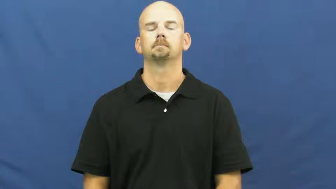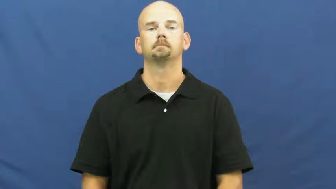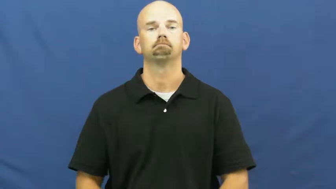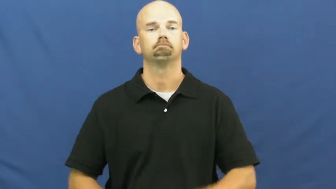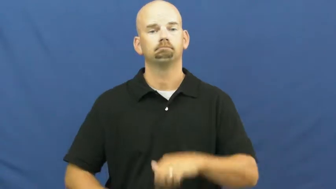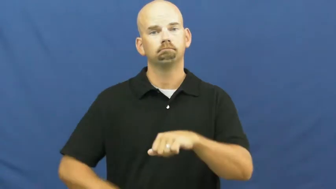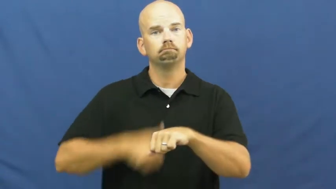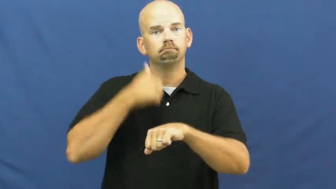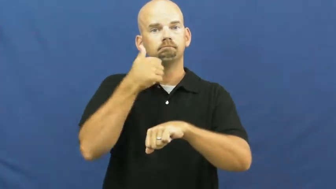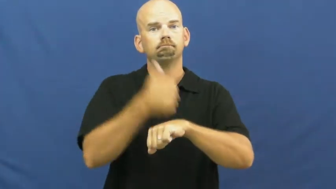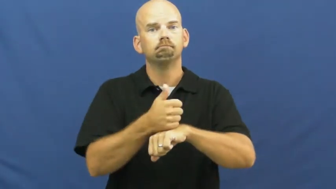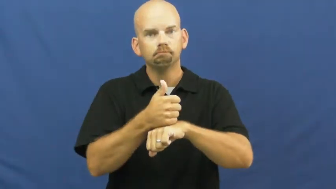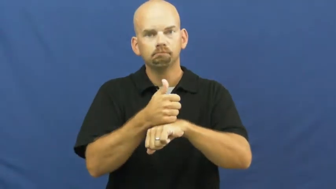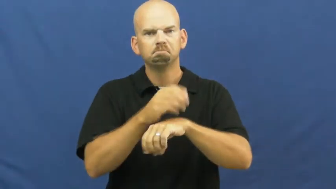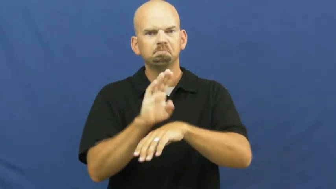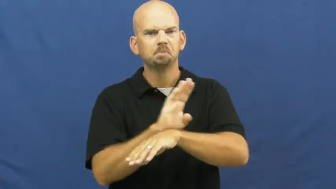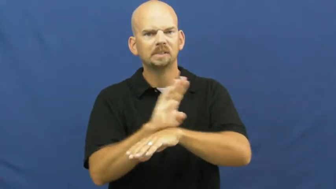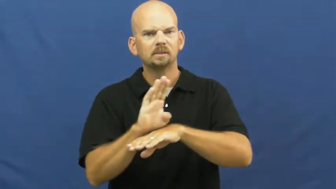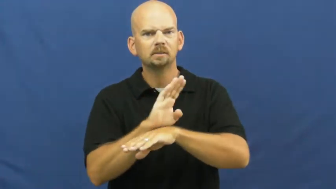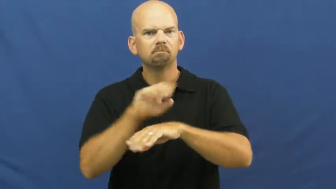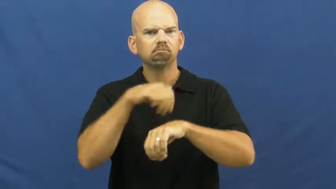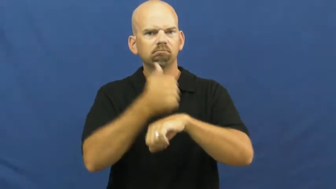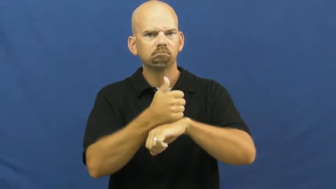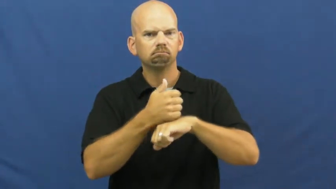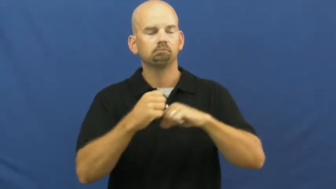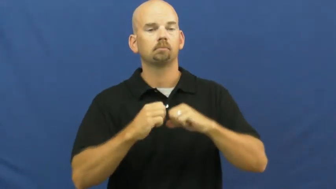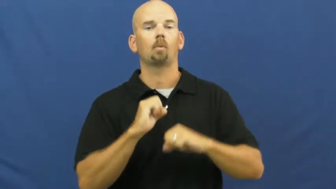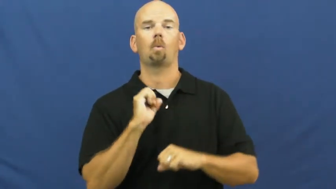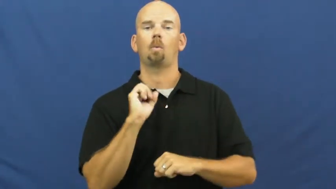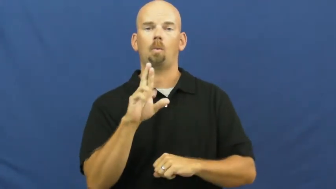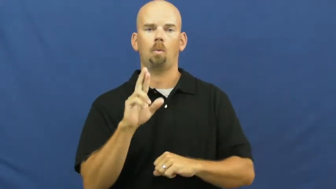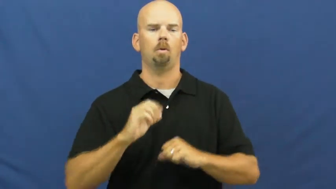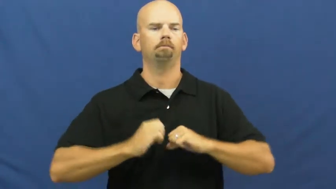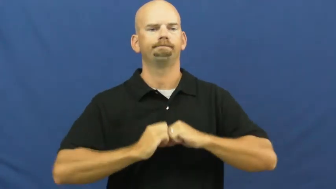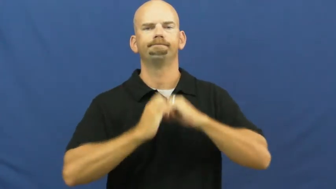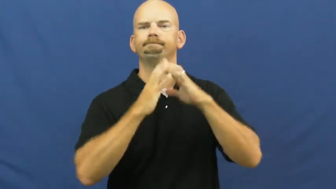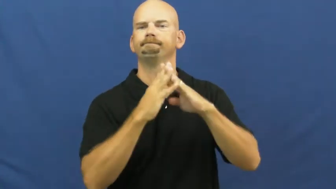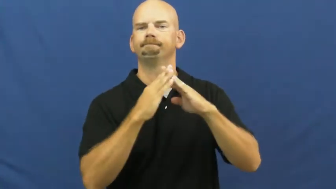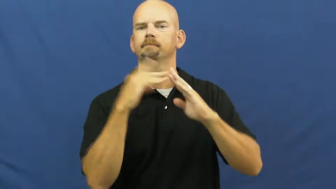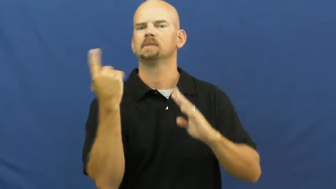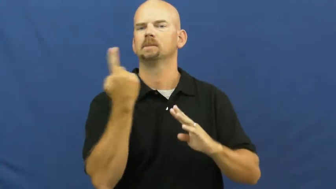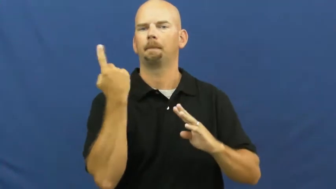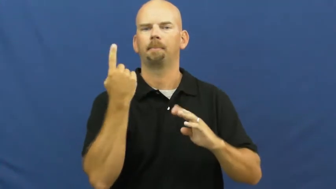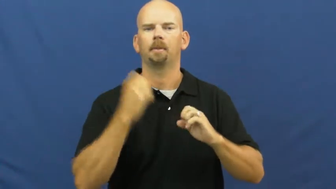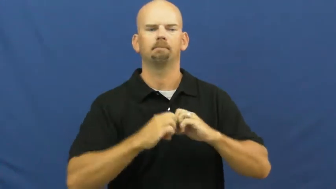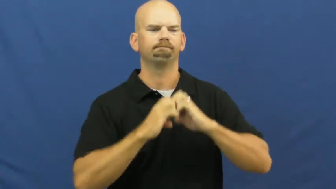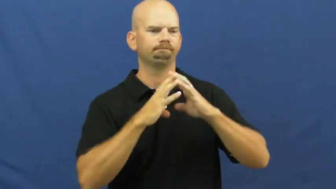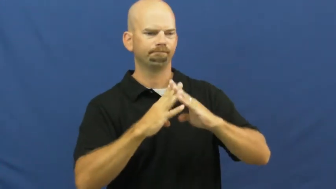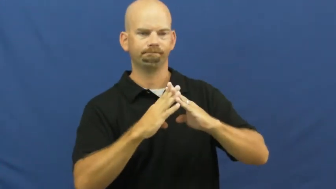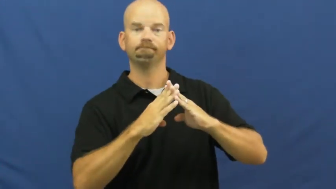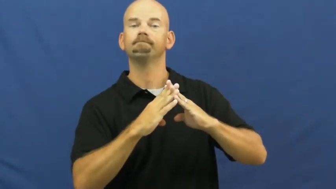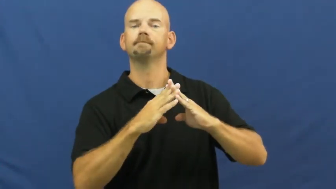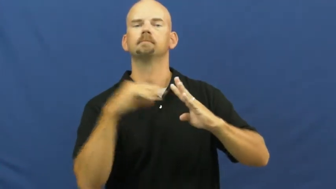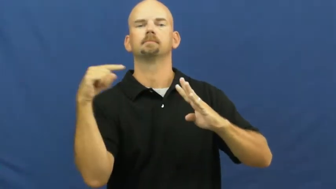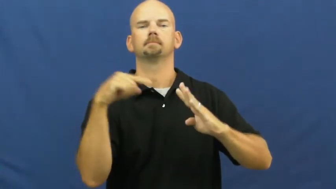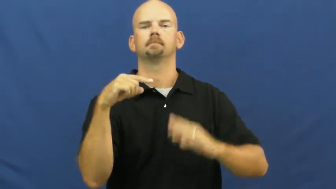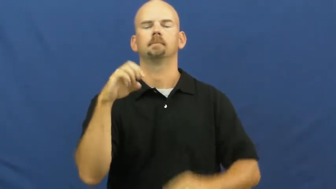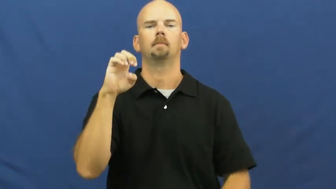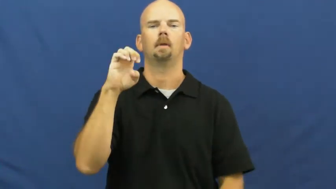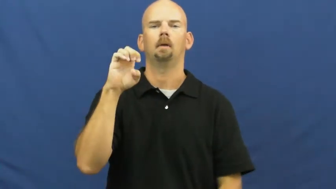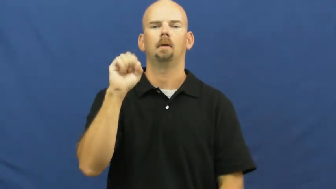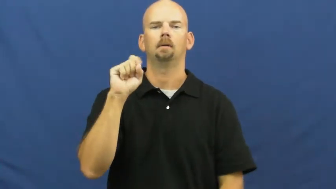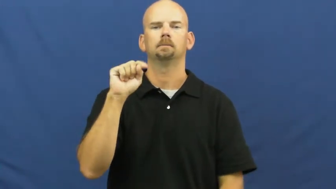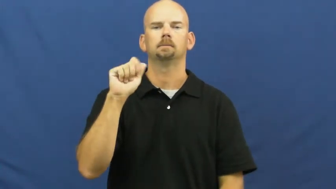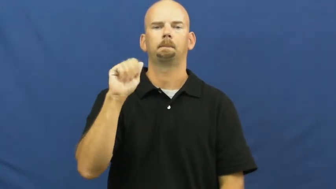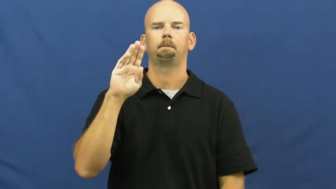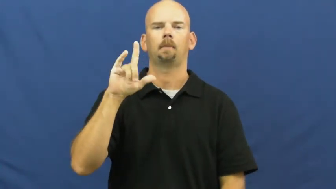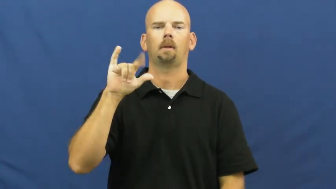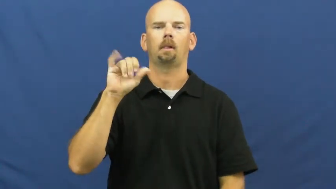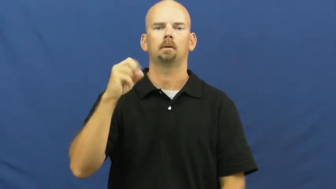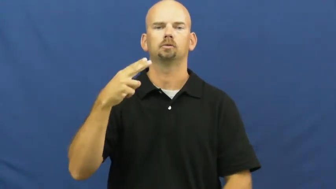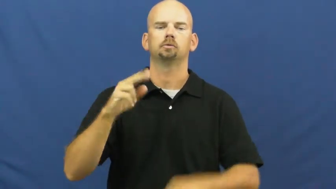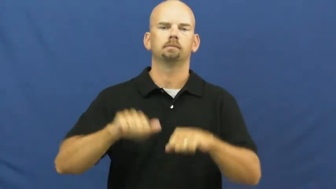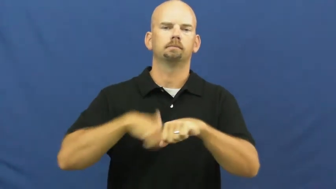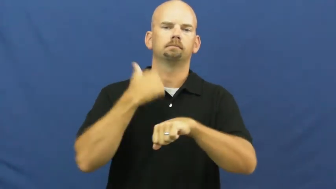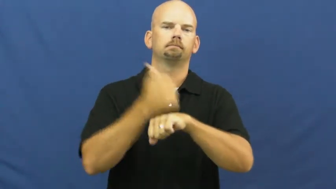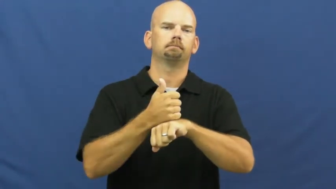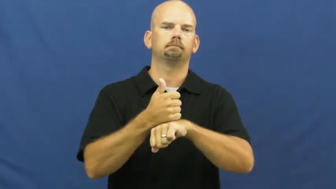establish,set up,found,establishment,placement